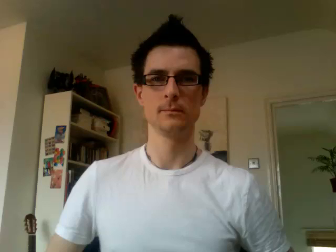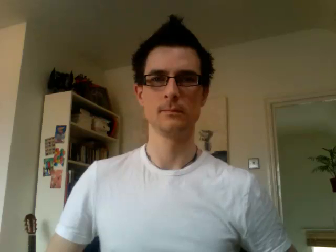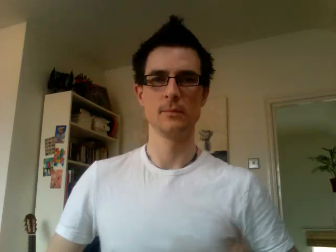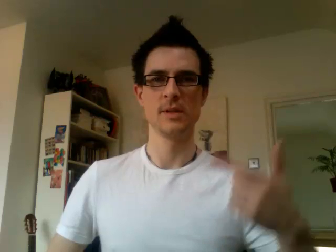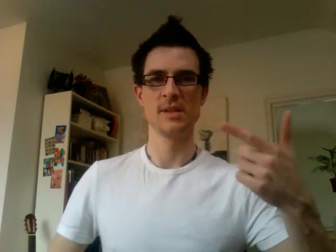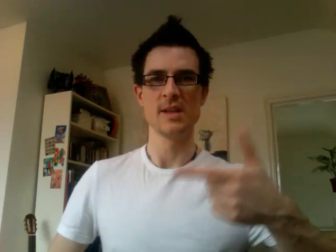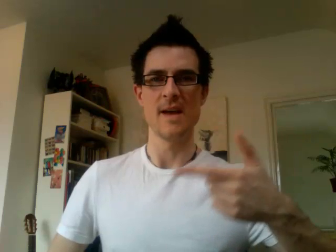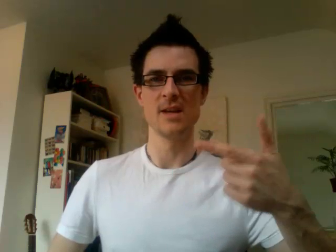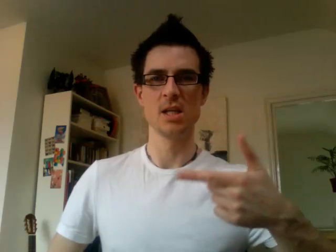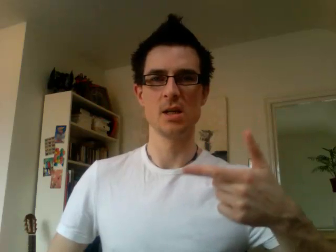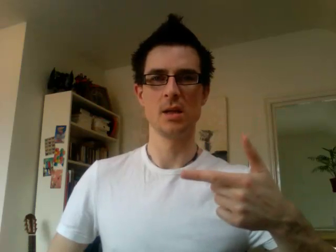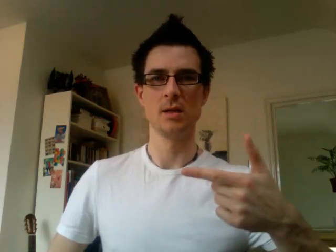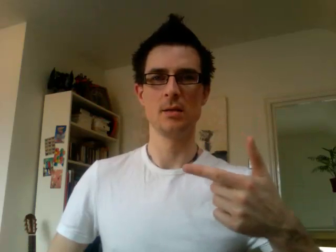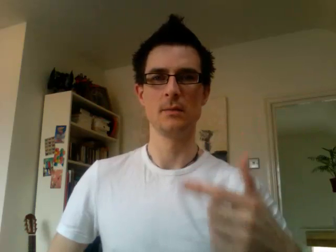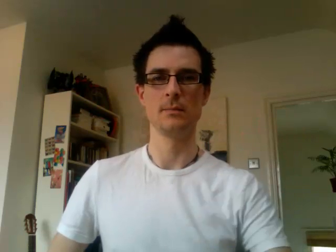17